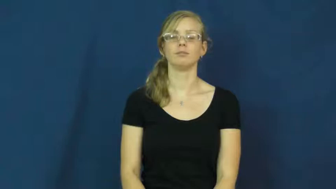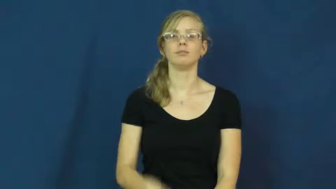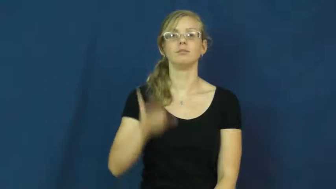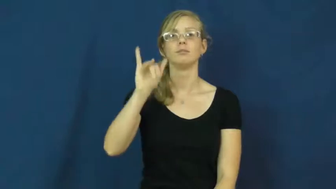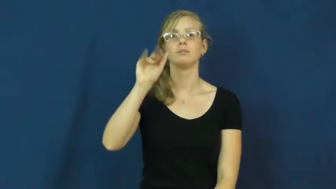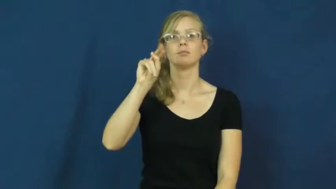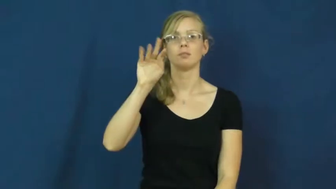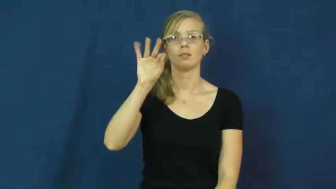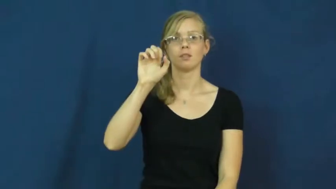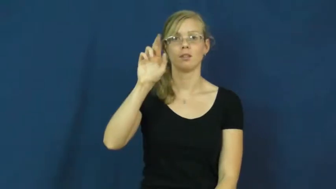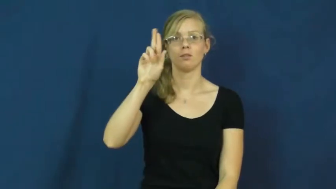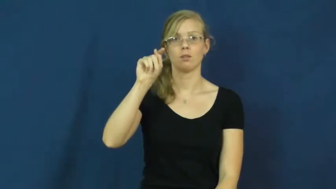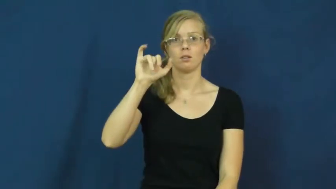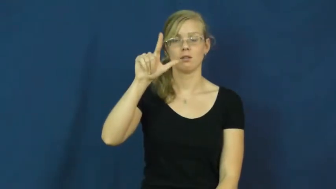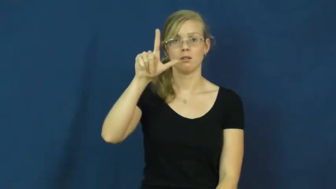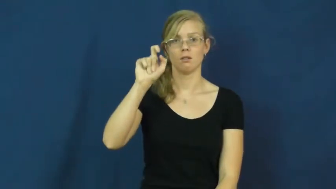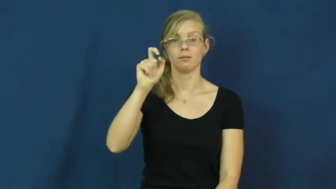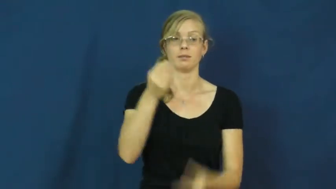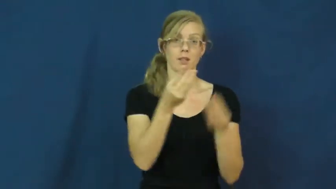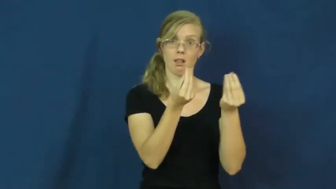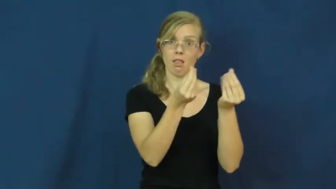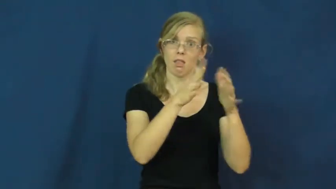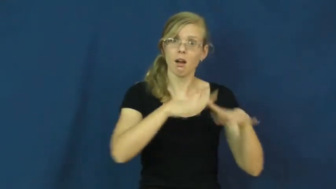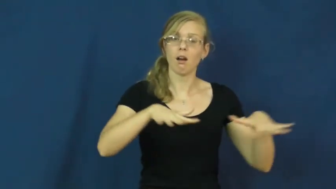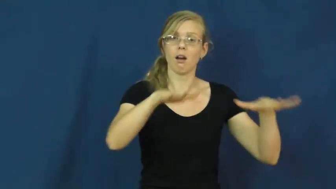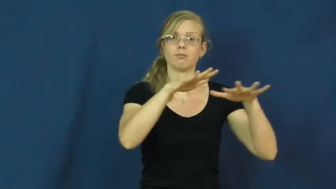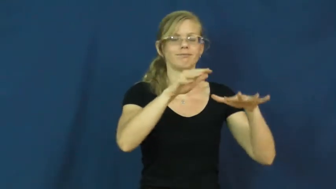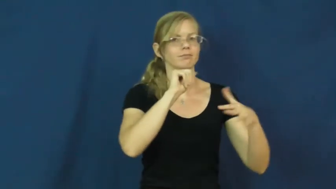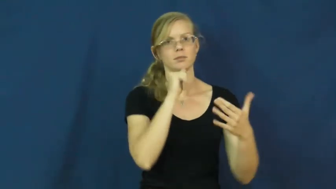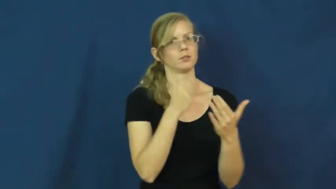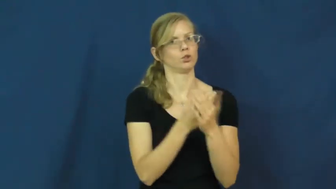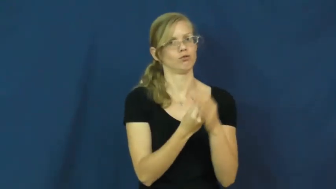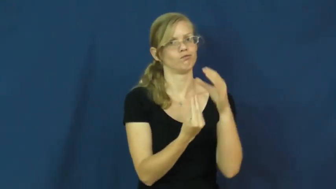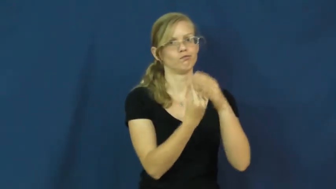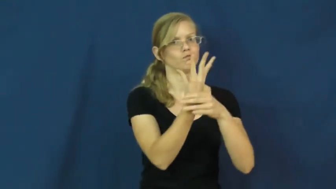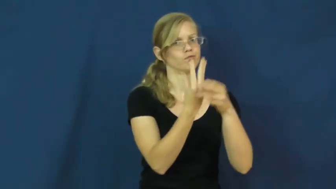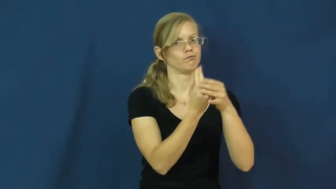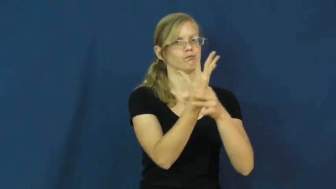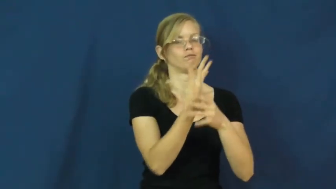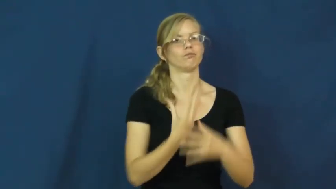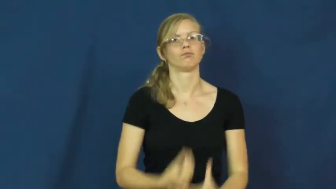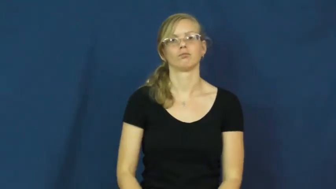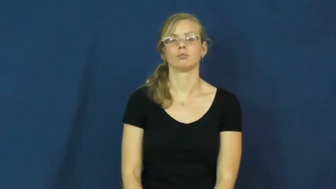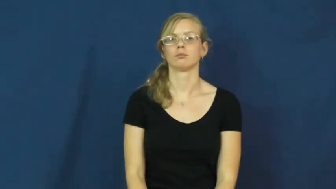infertile,unfertile-land